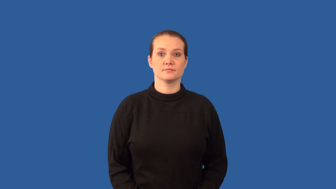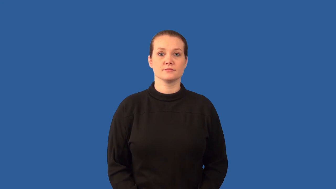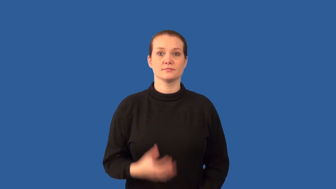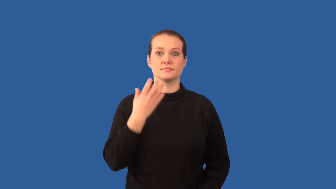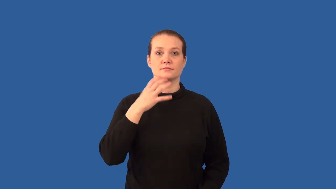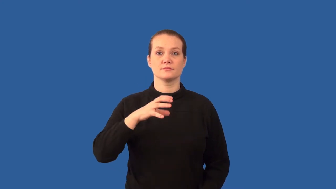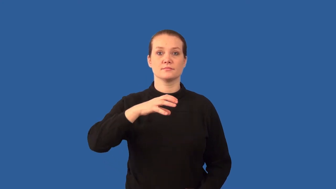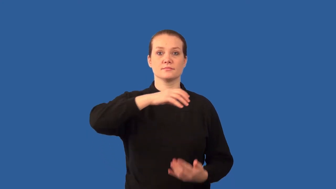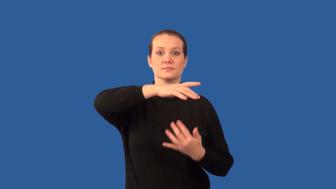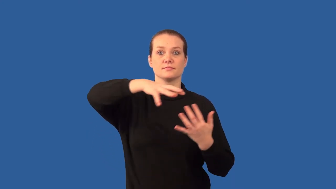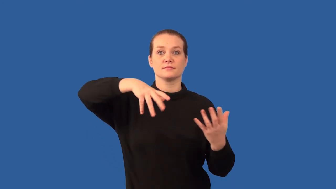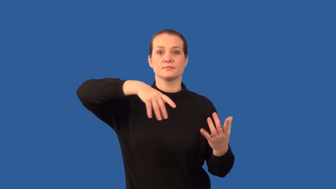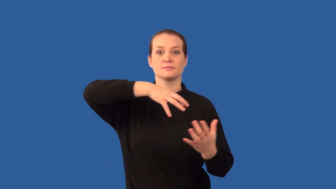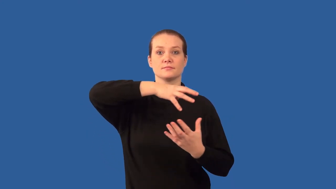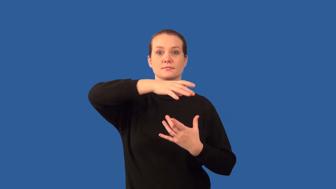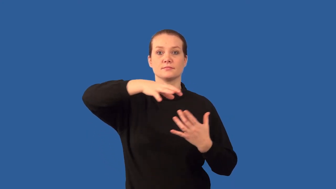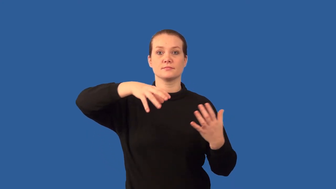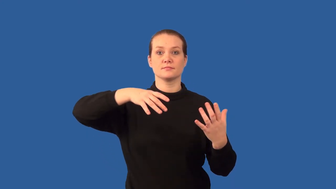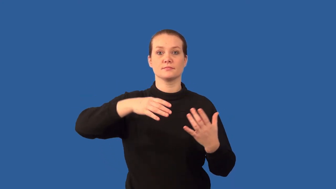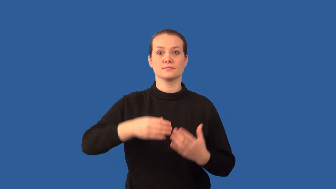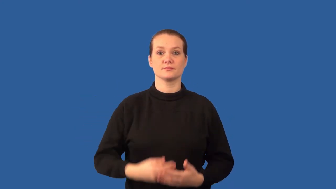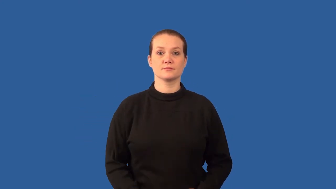convection